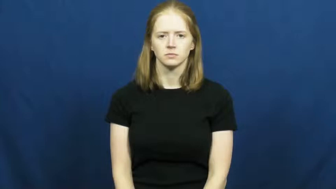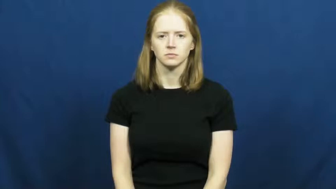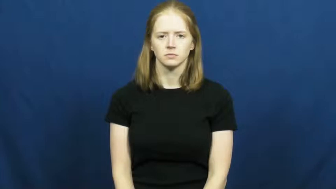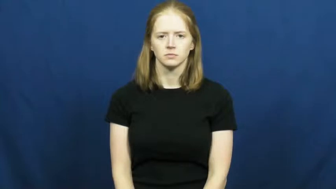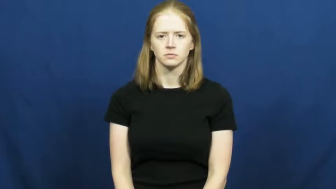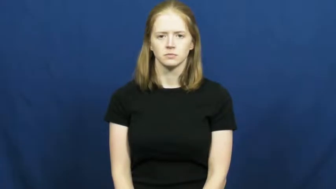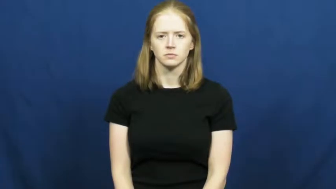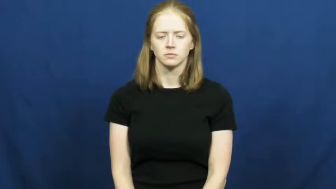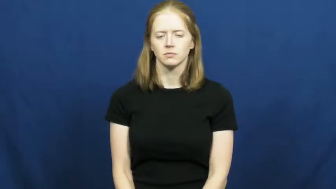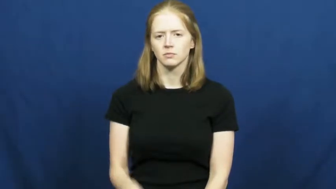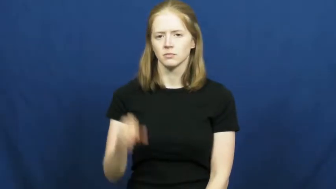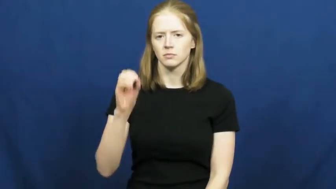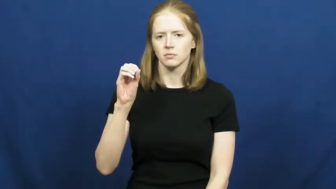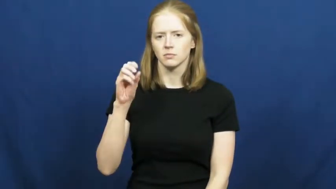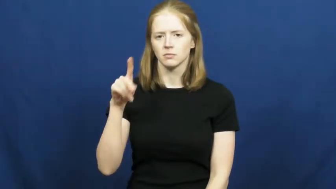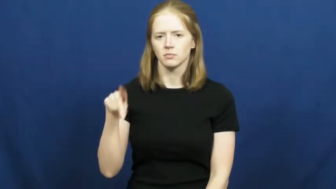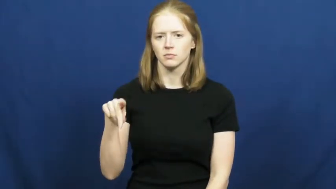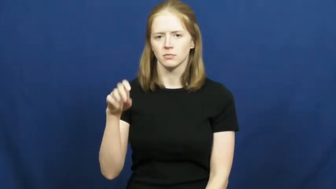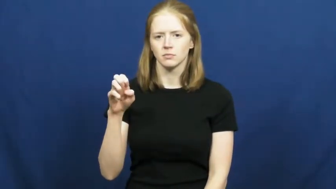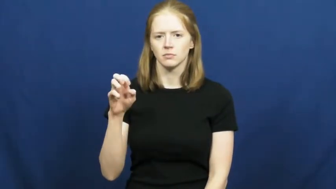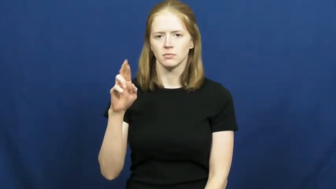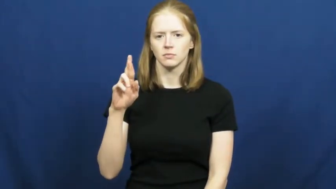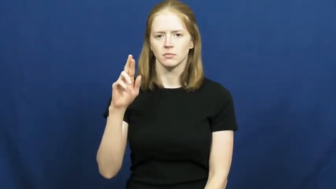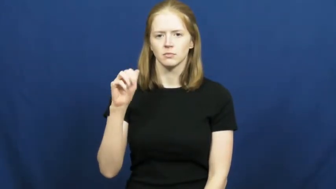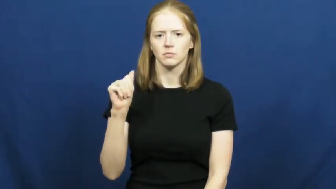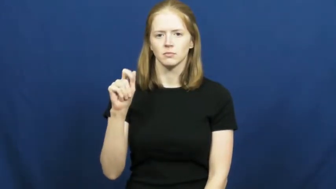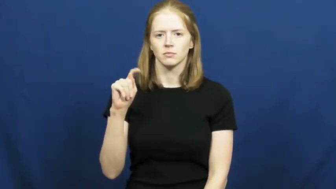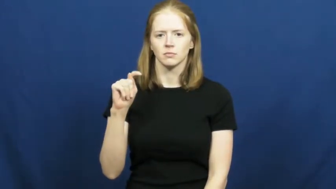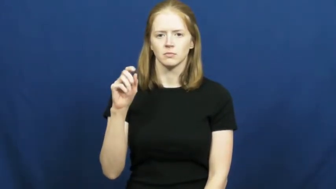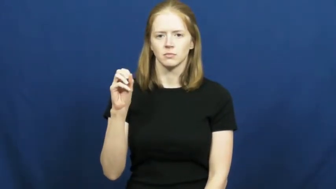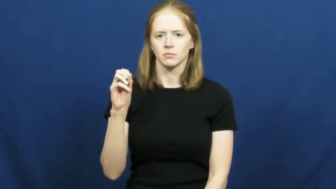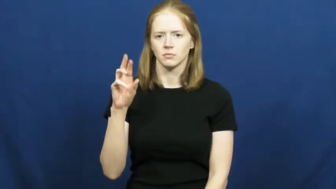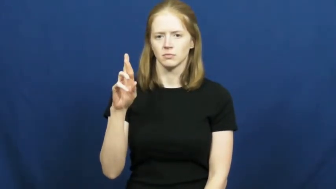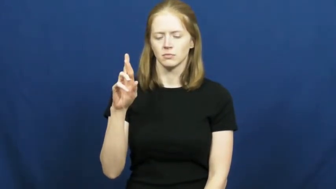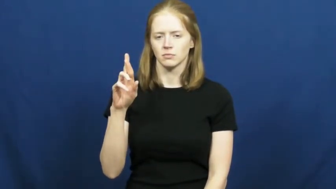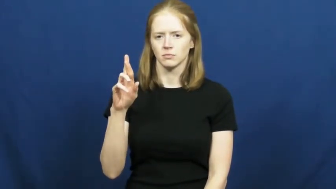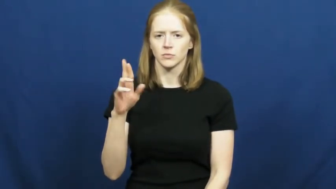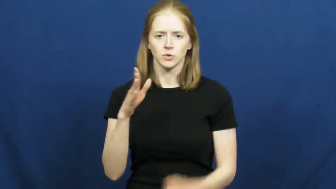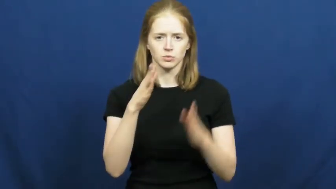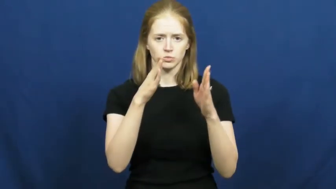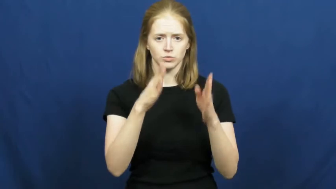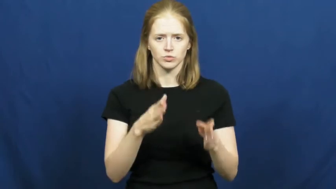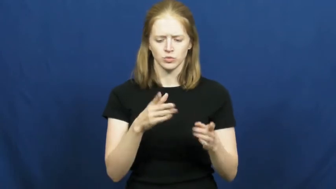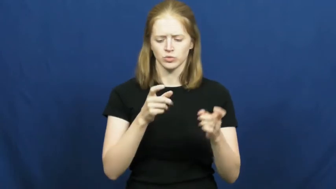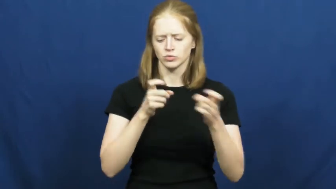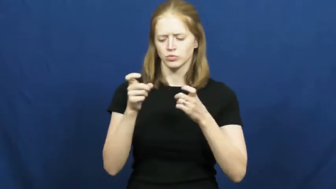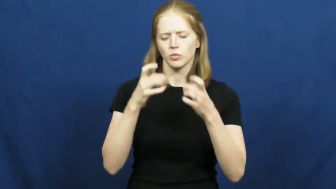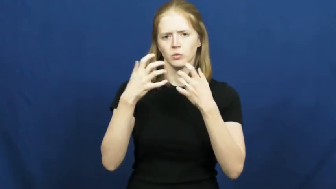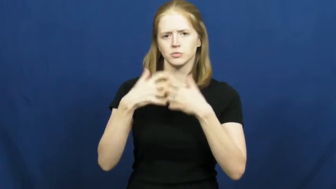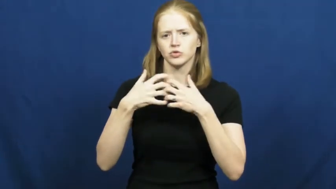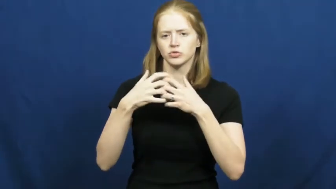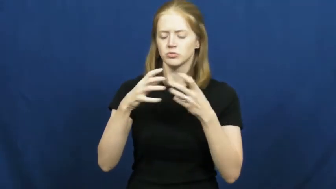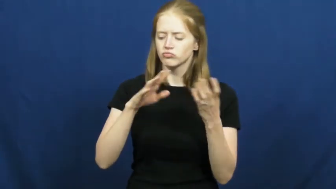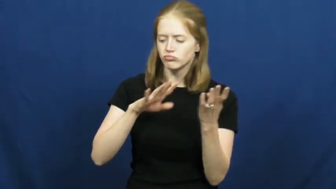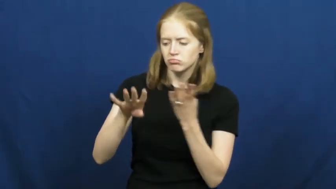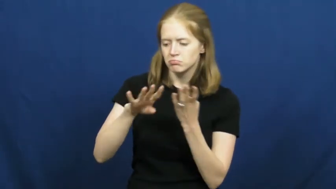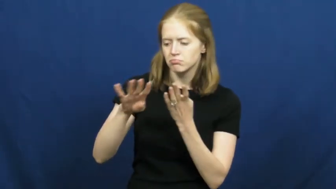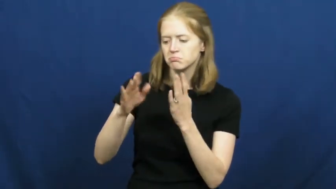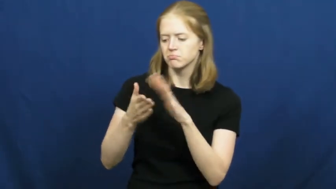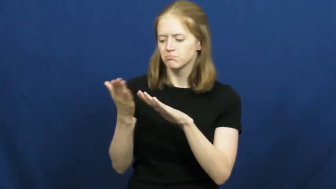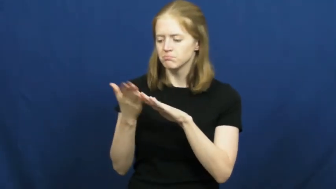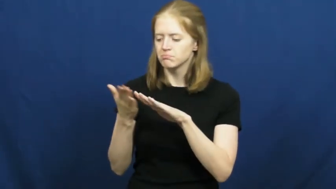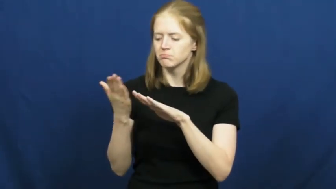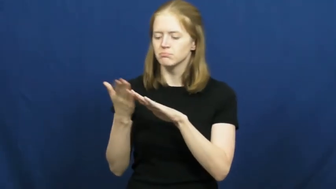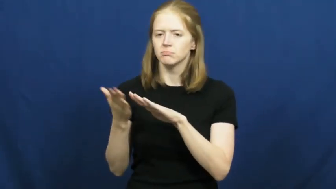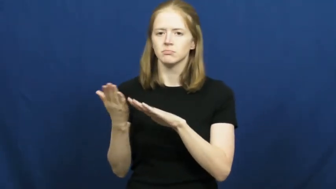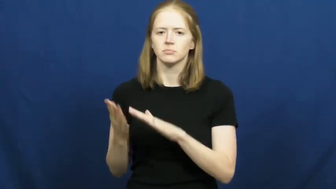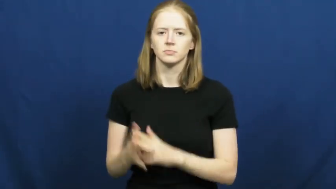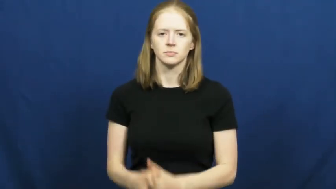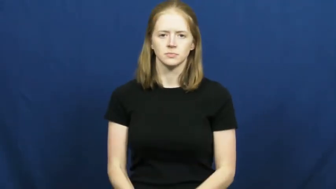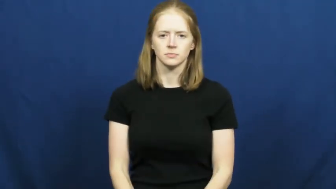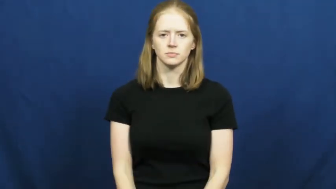operator